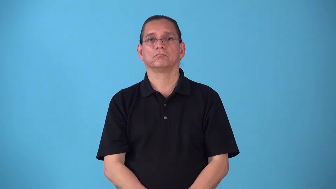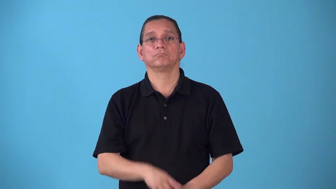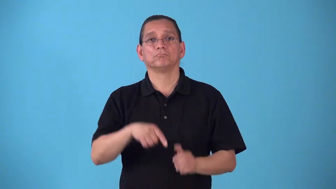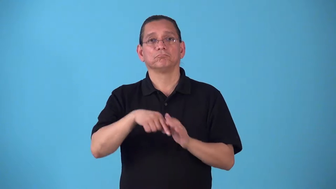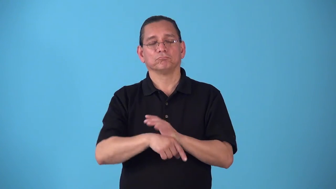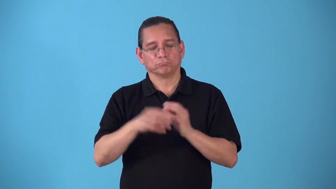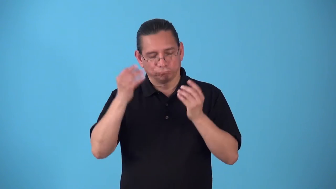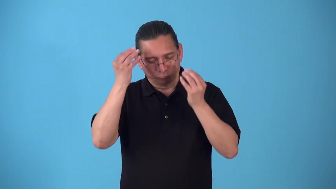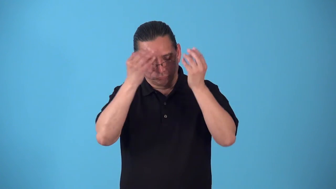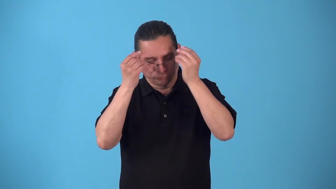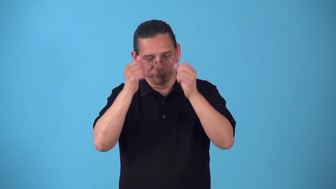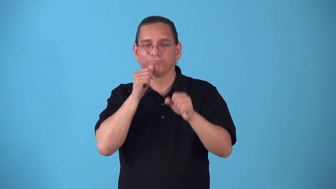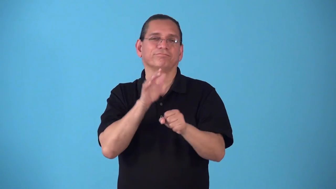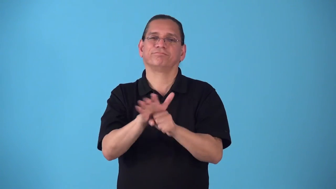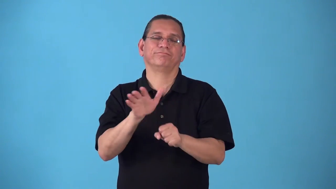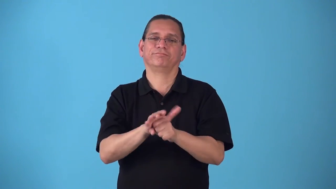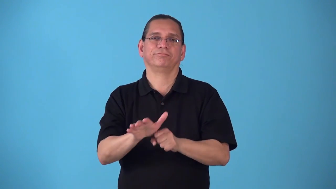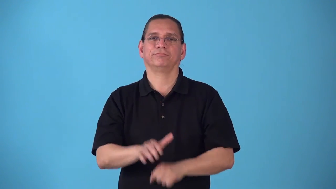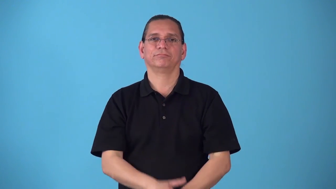shortsighted,myopic